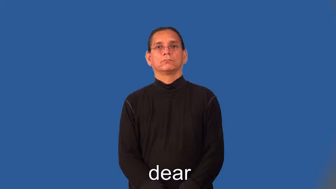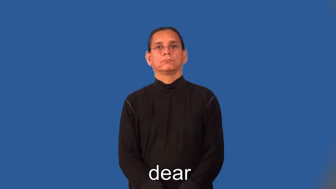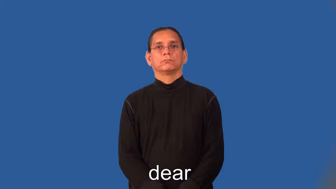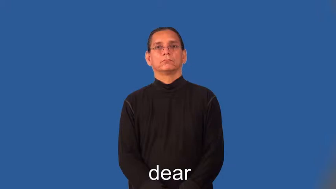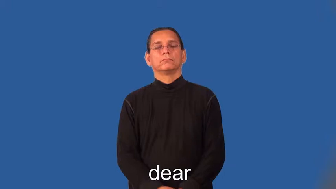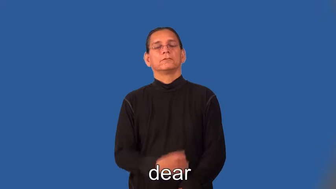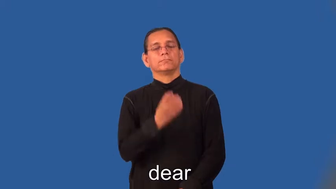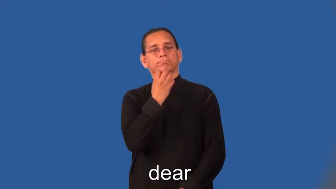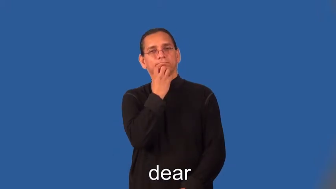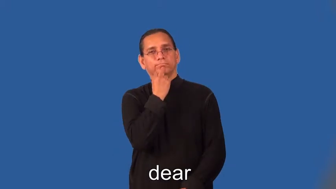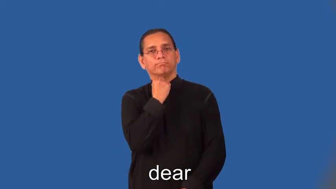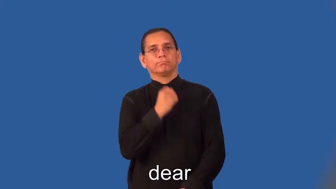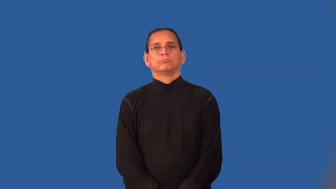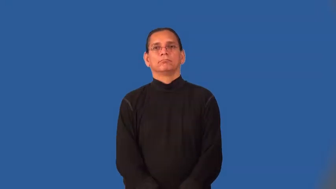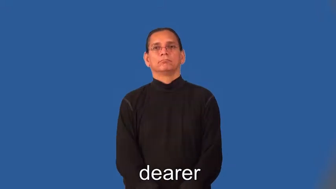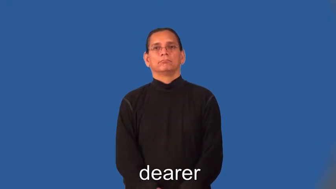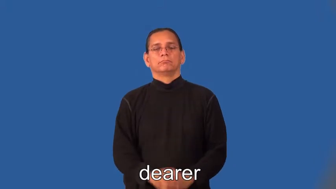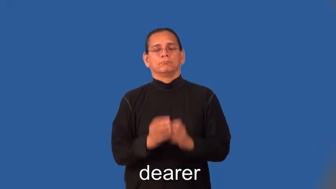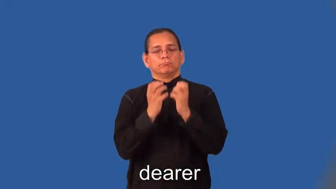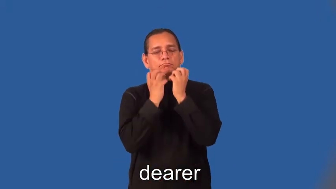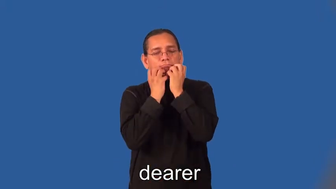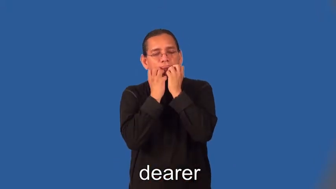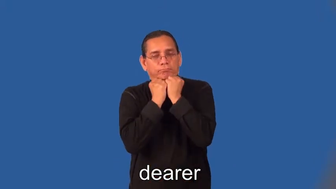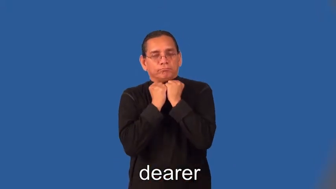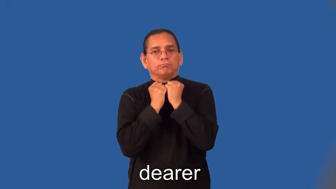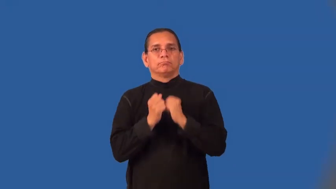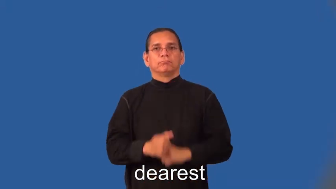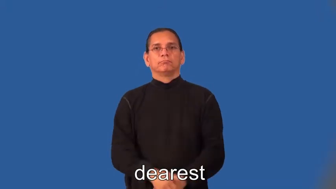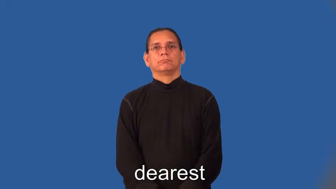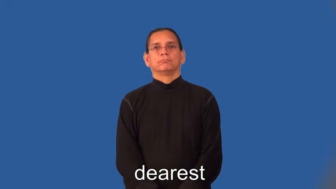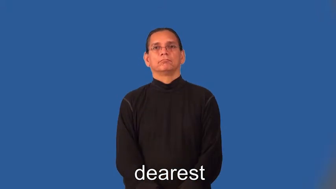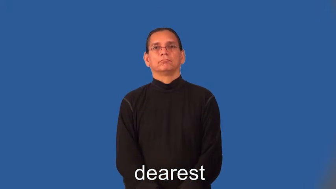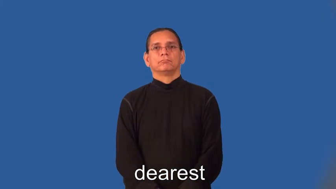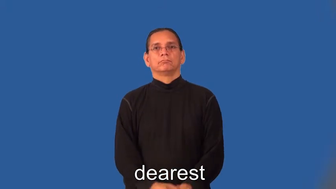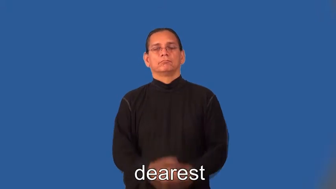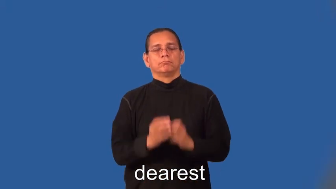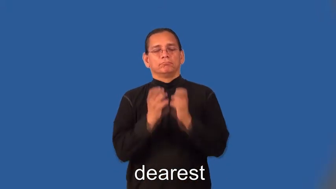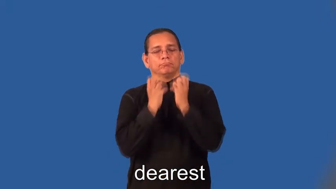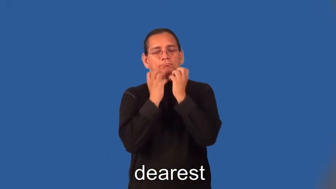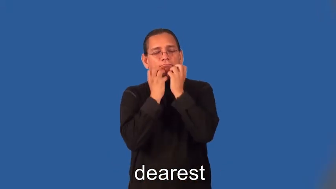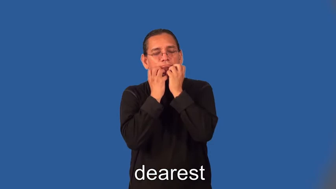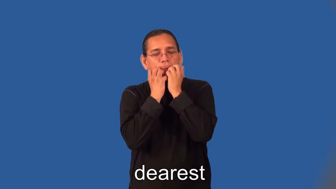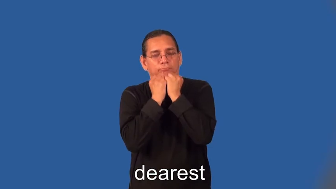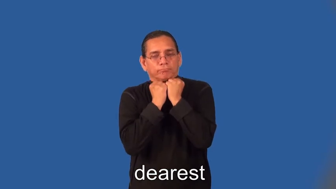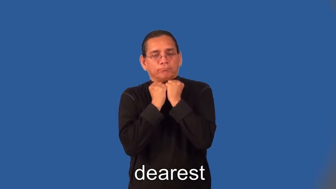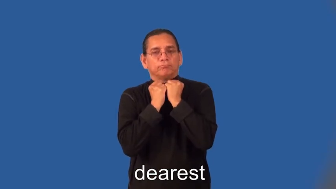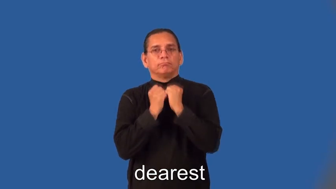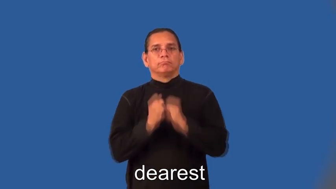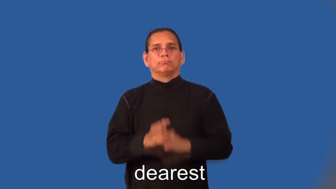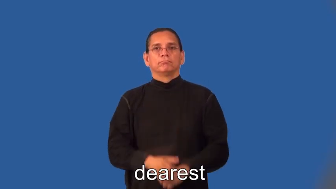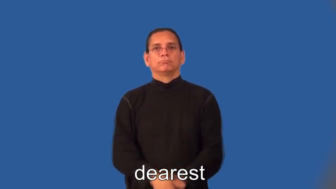dearer,dearest